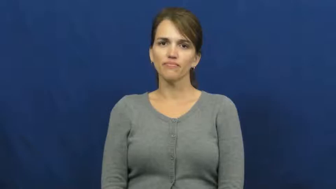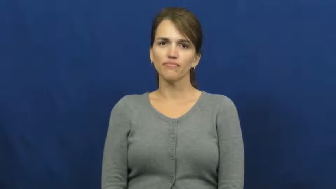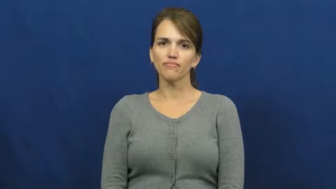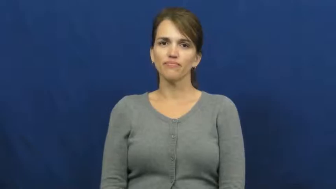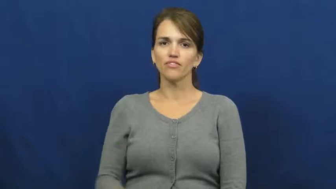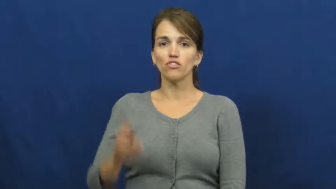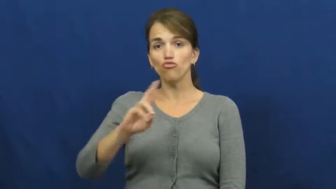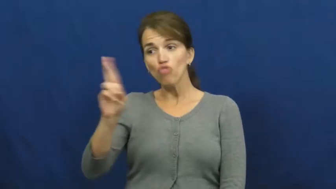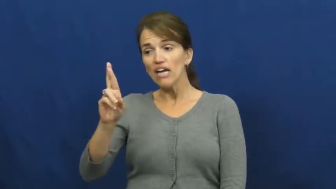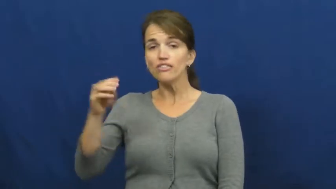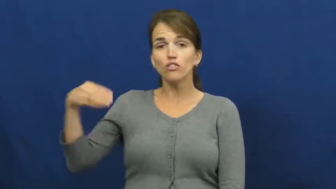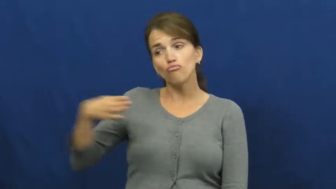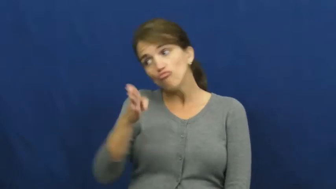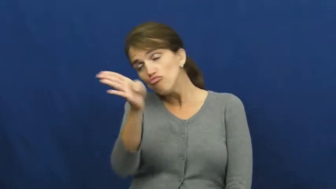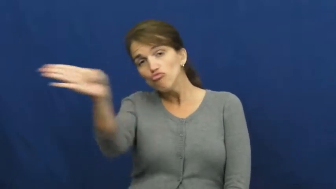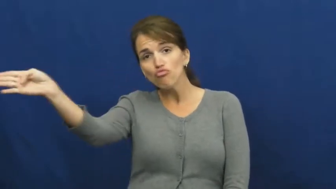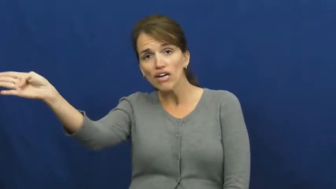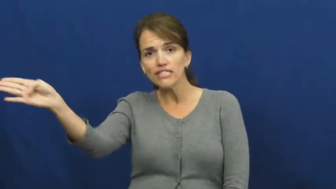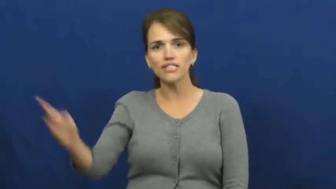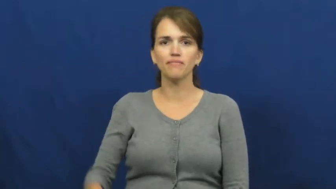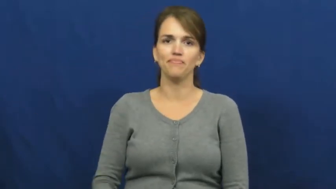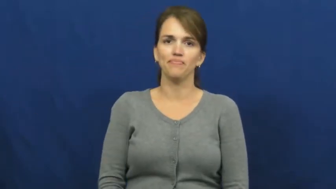right-side